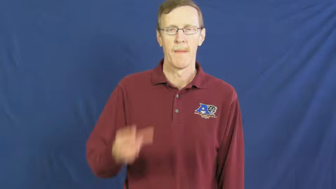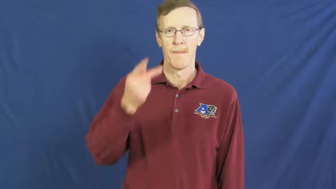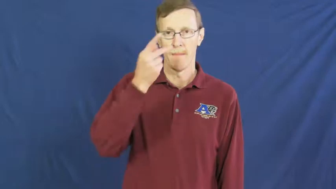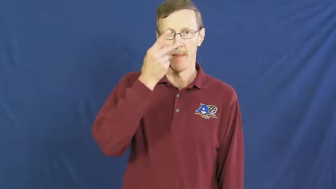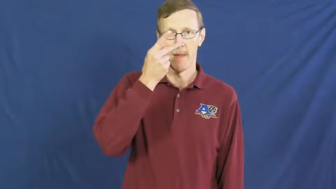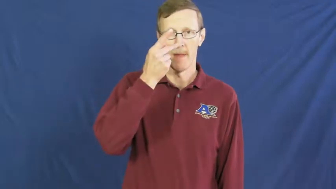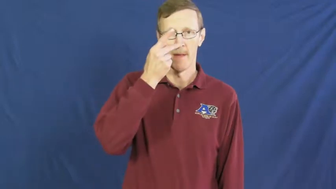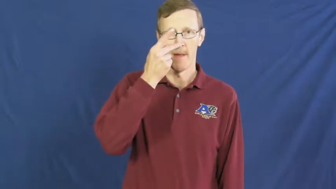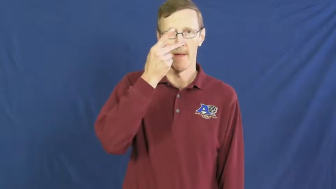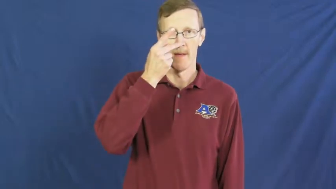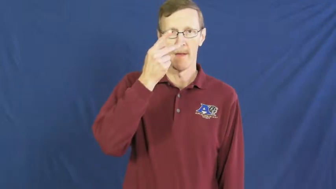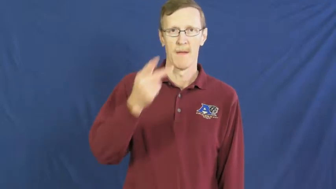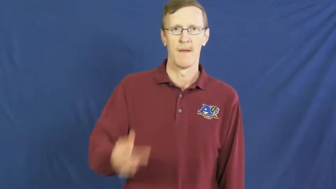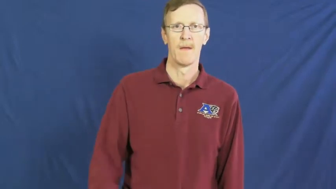pee